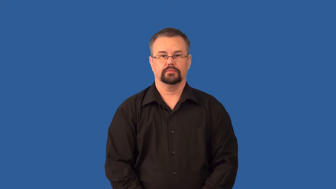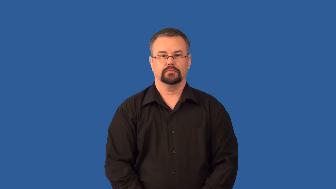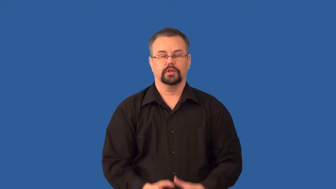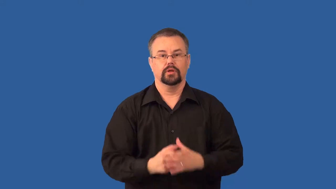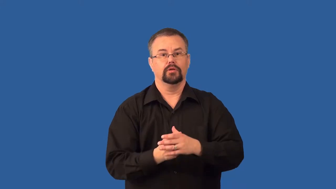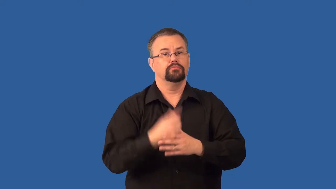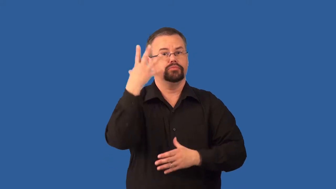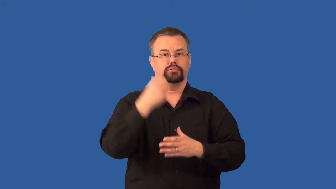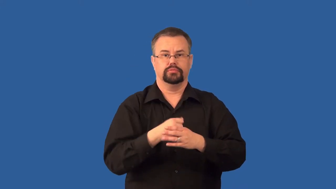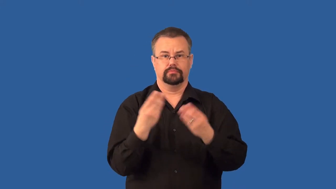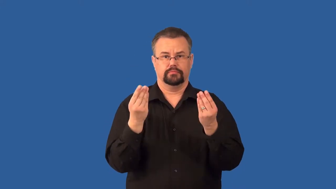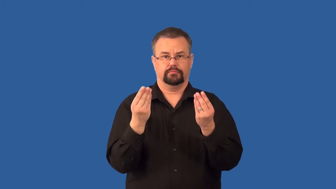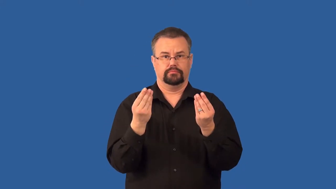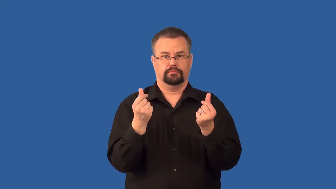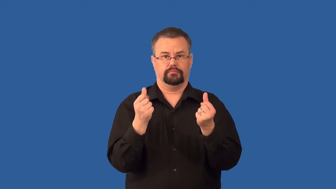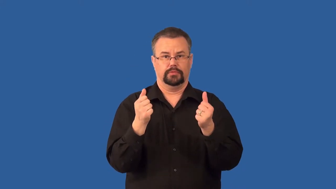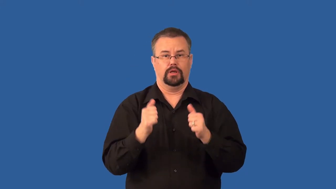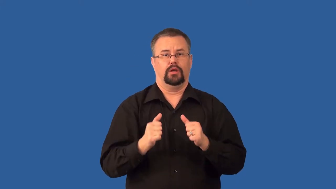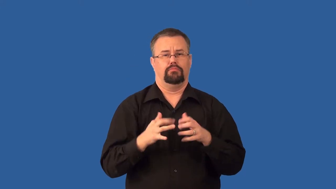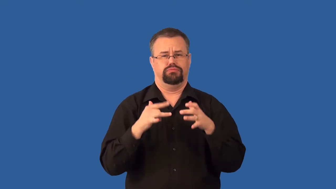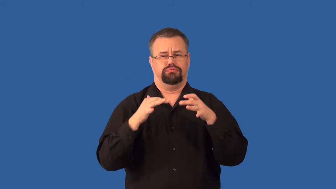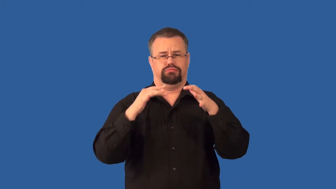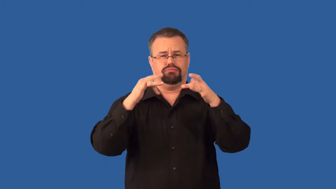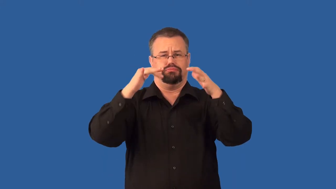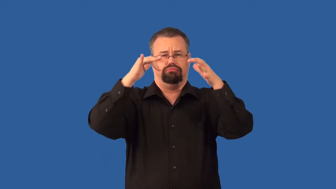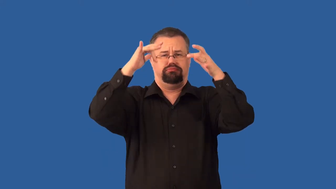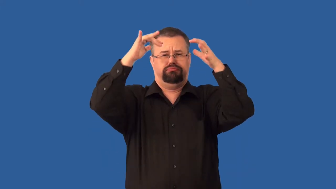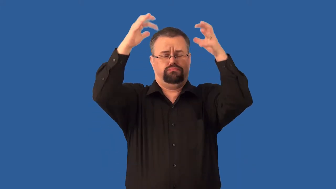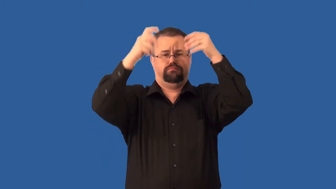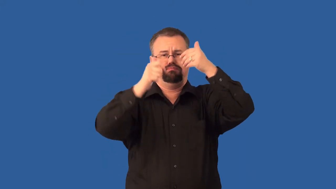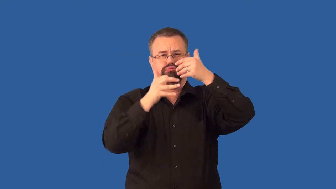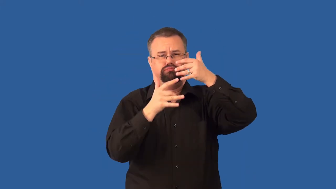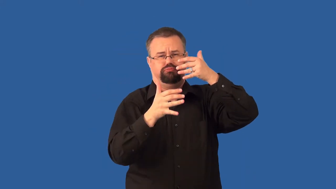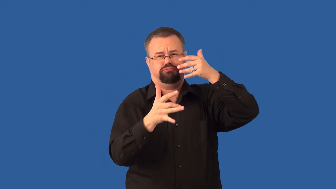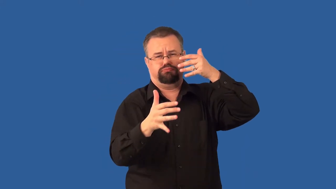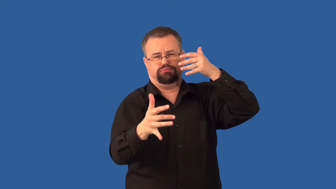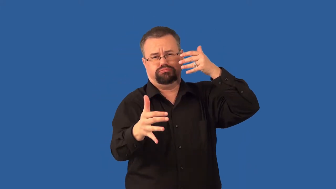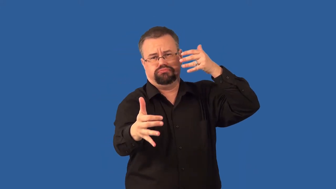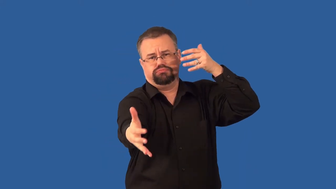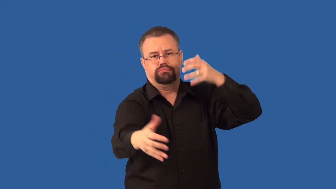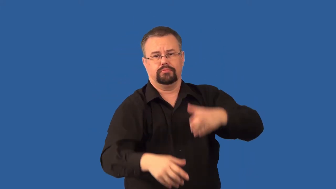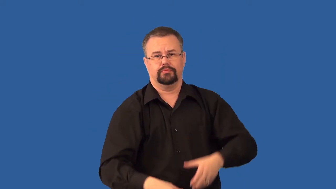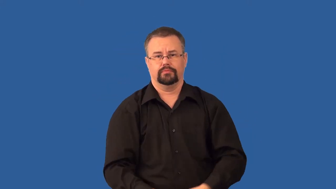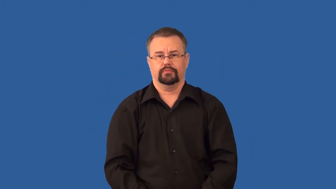pyroclastic